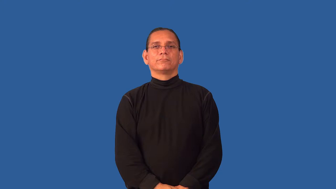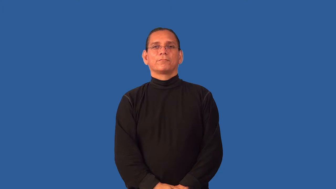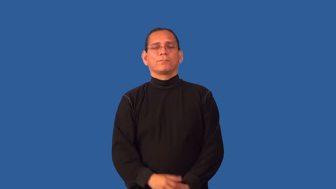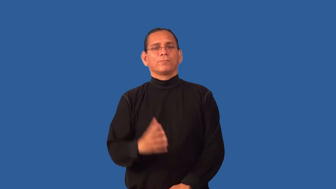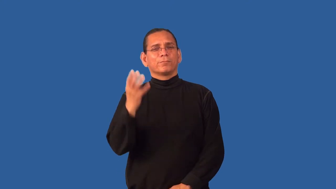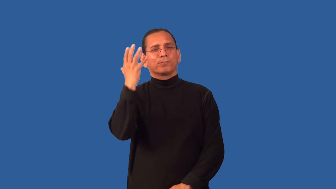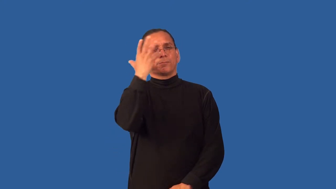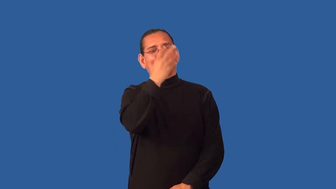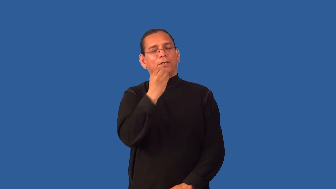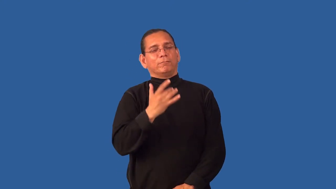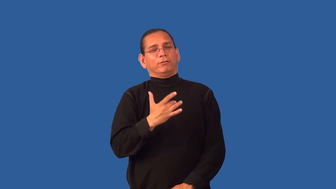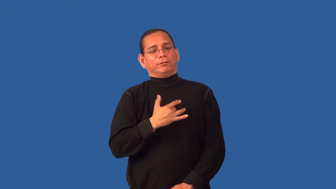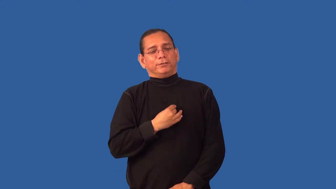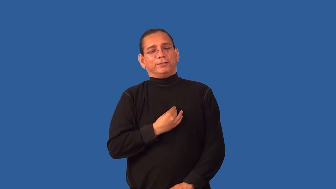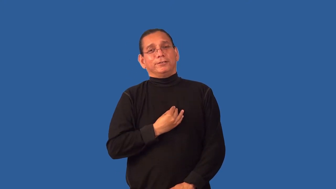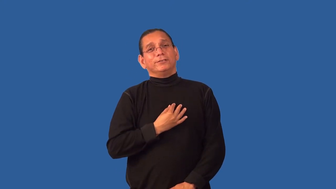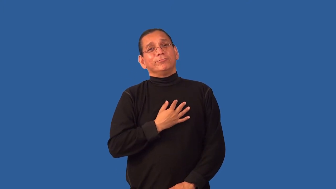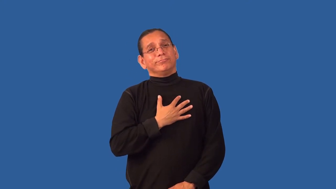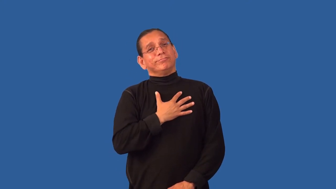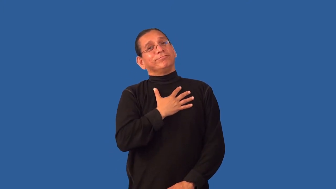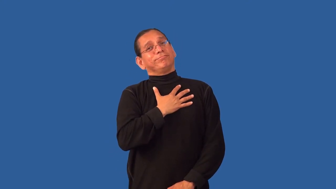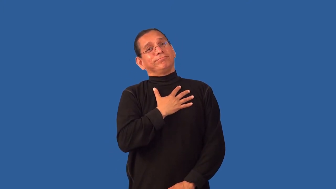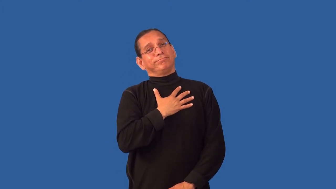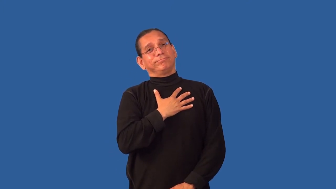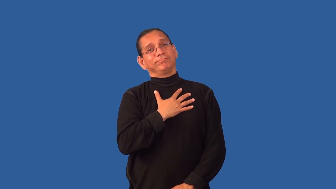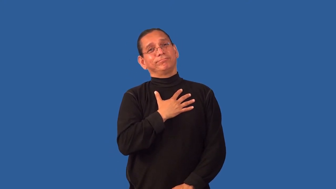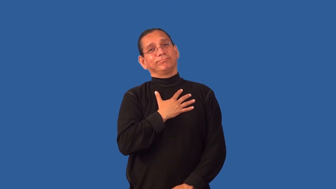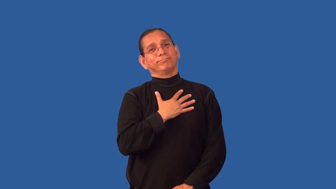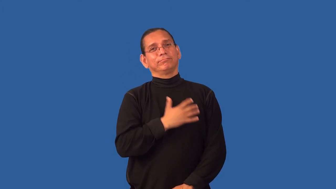glorious